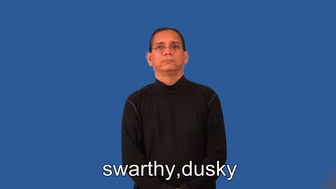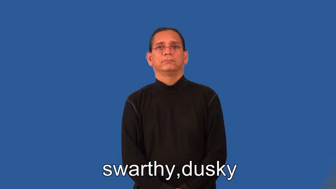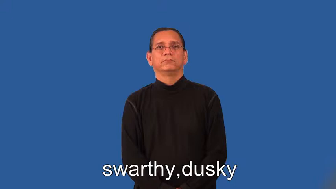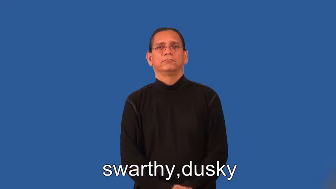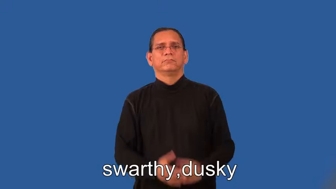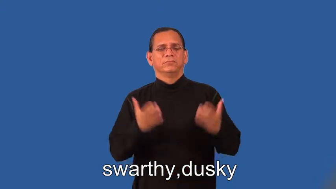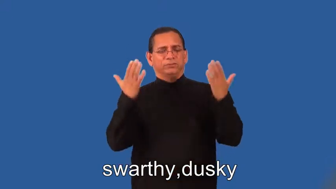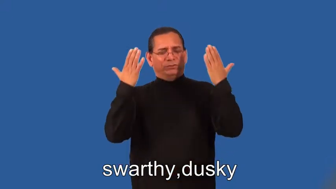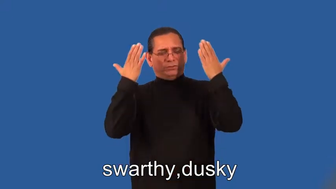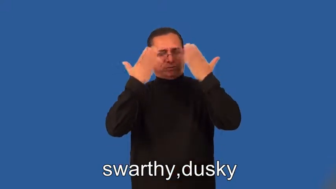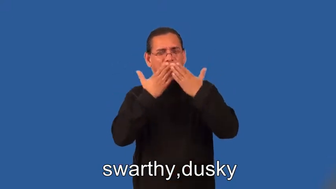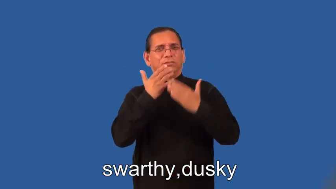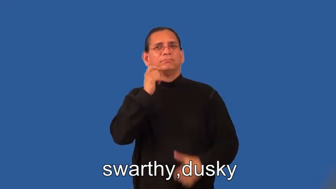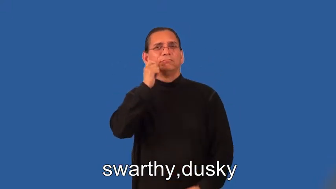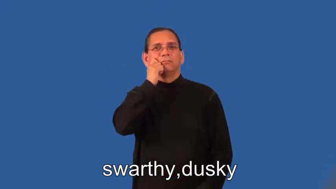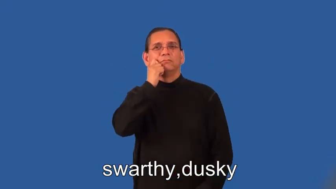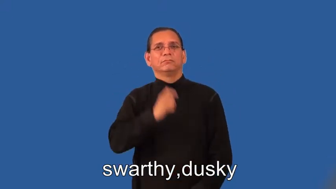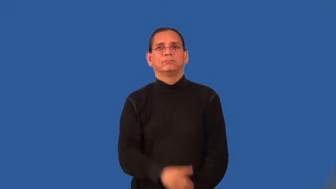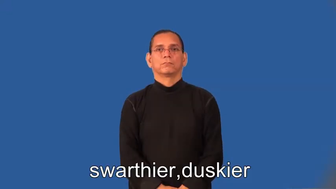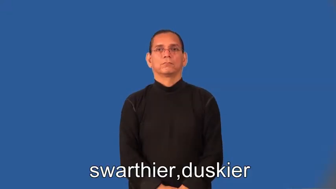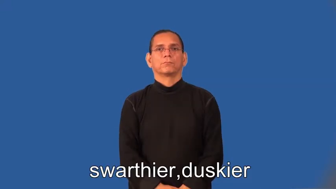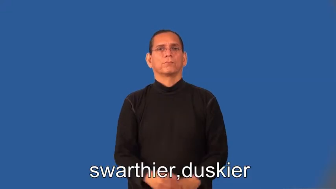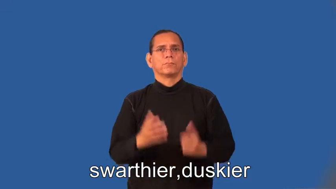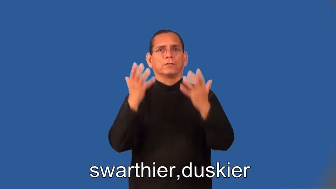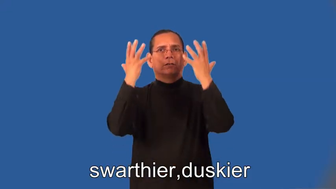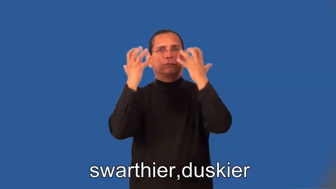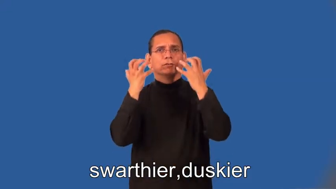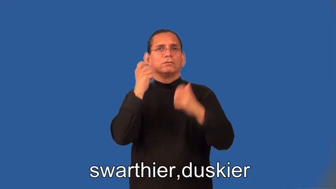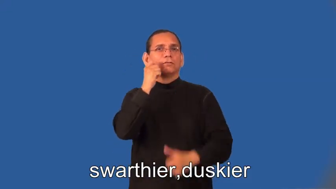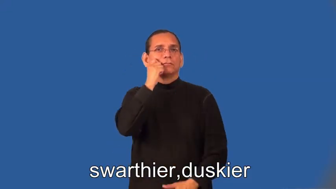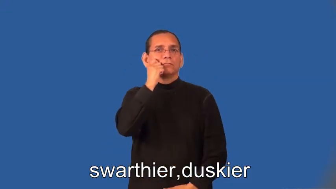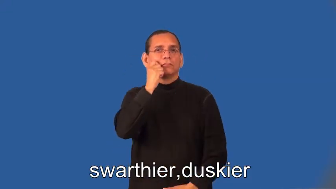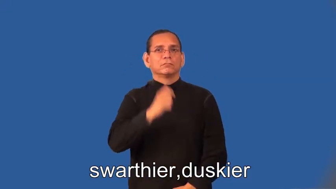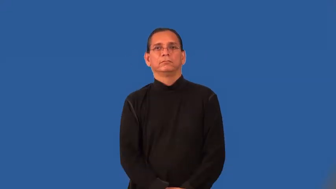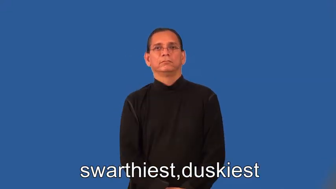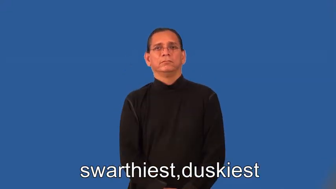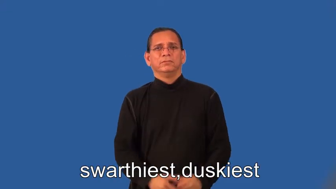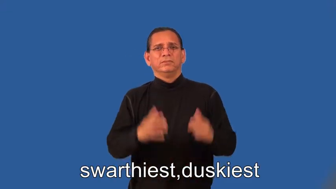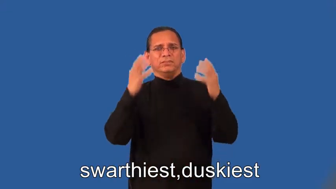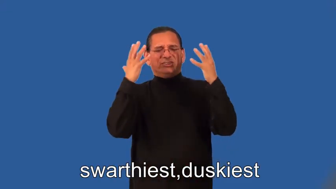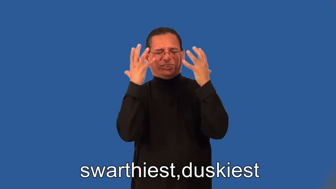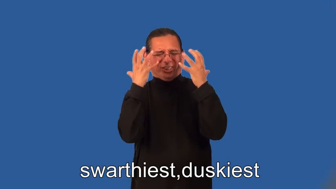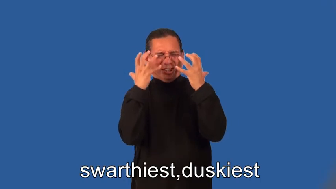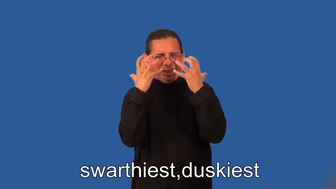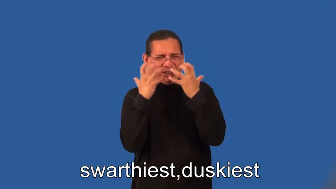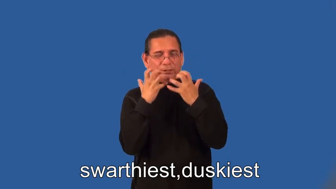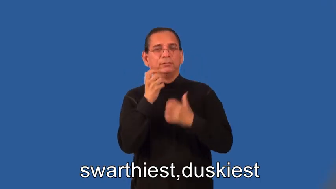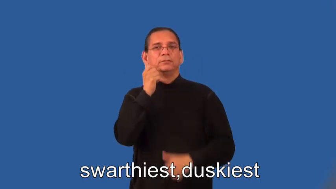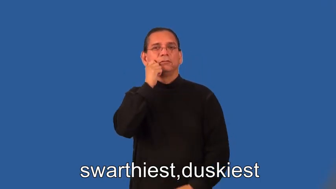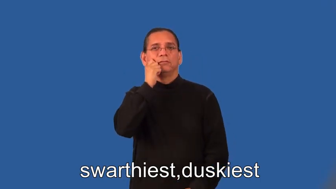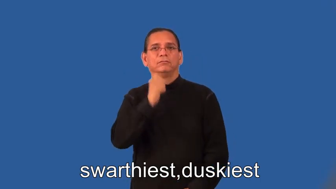swarthier,duskier,swarthiest,duskiest